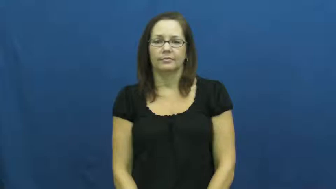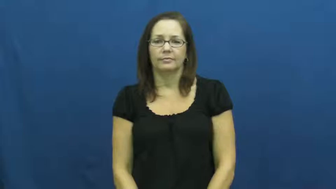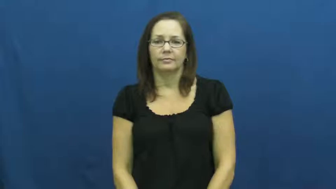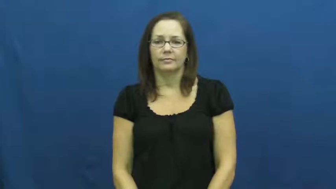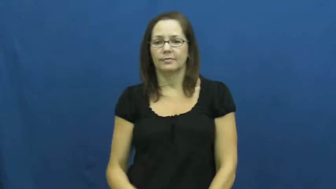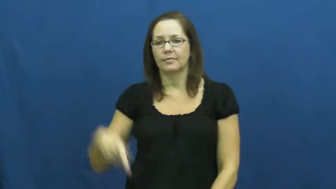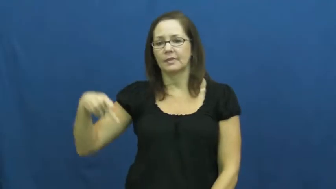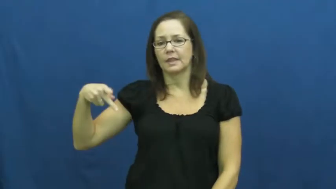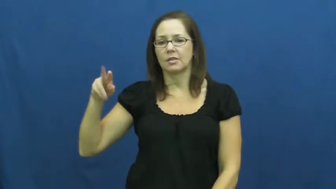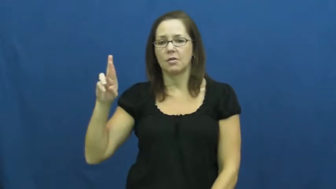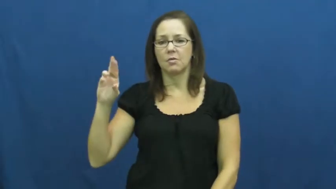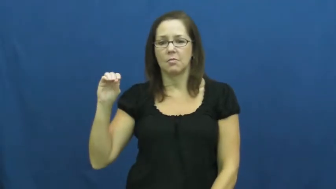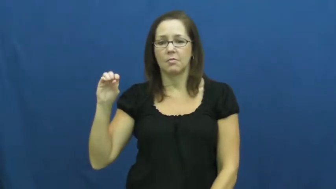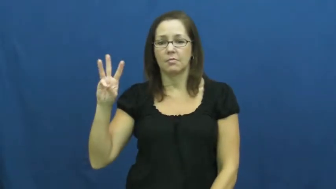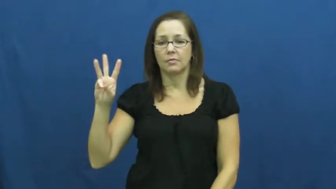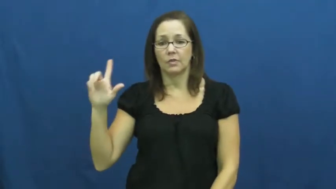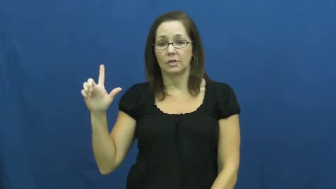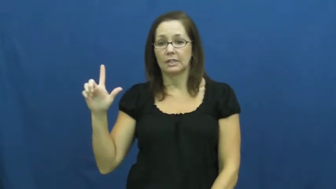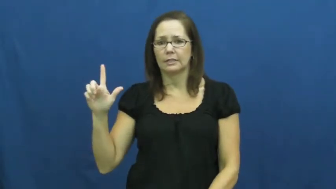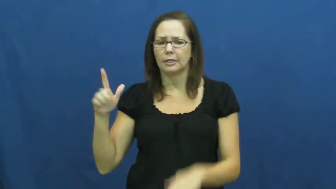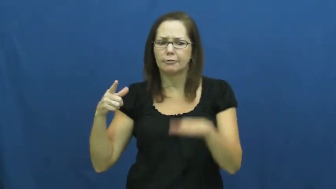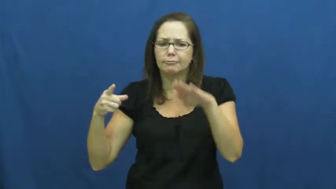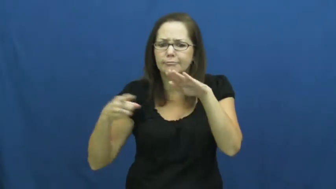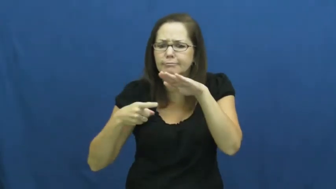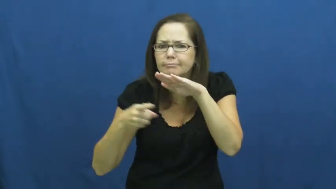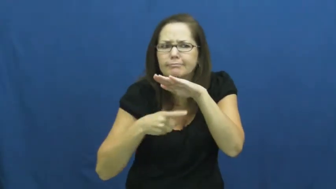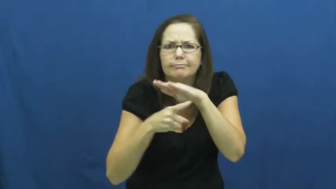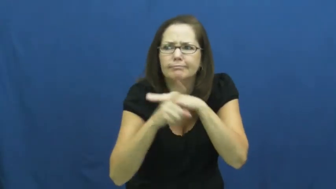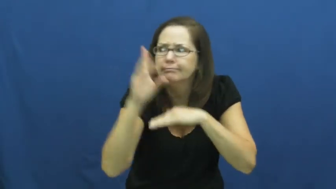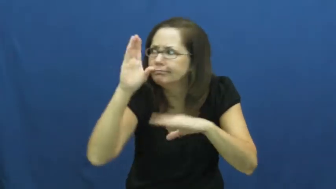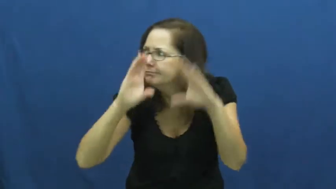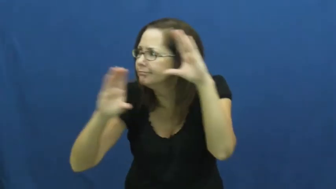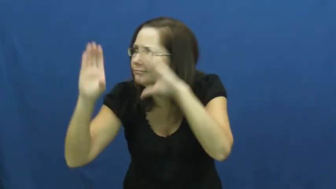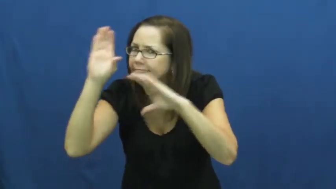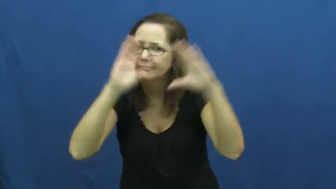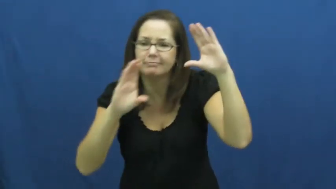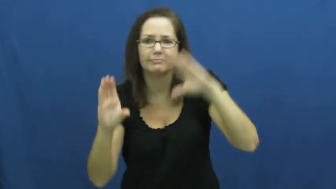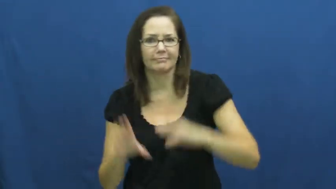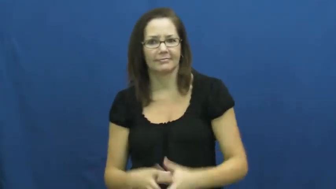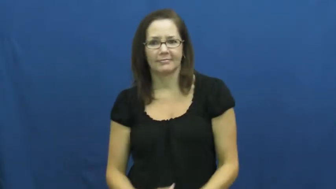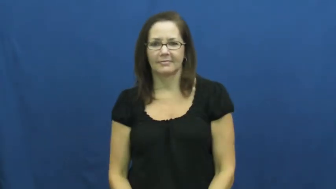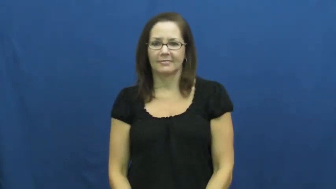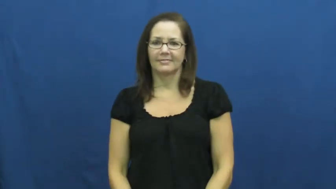prowl,prowl around